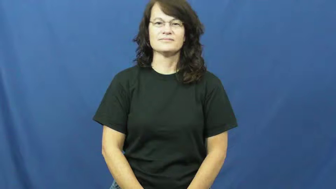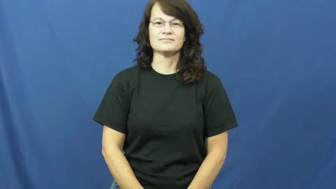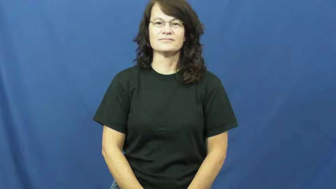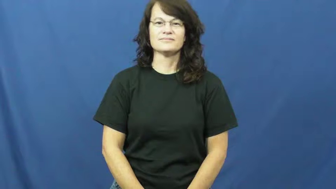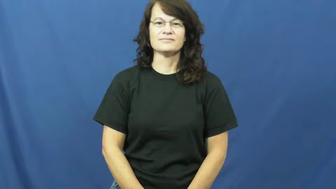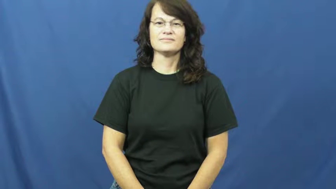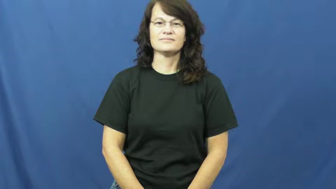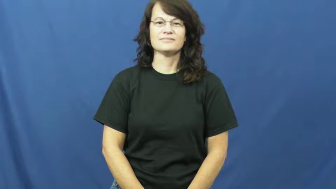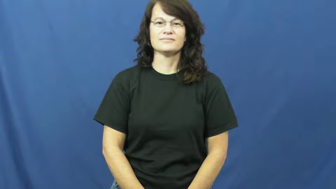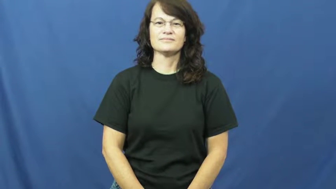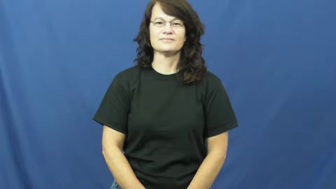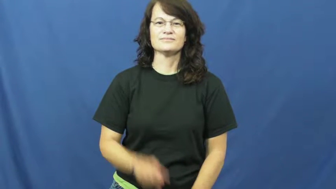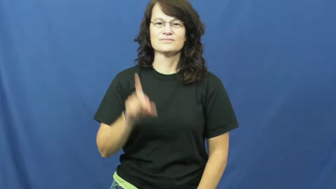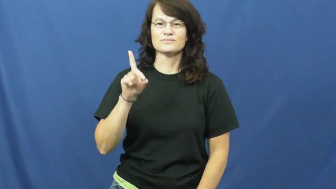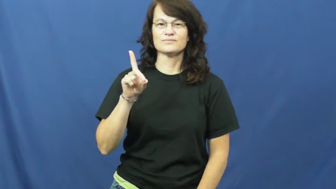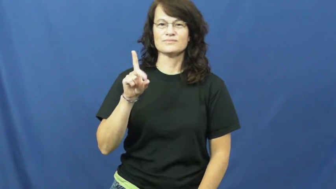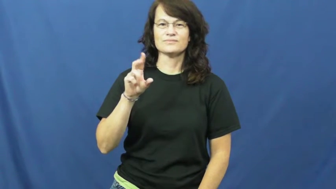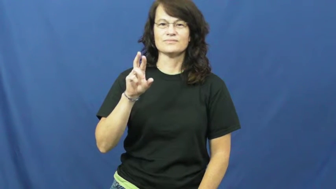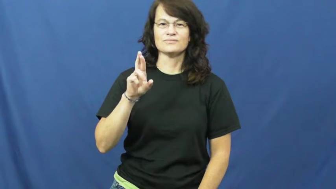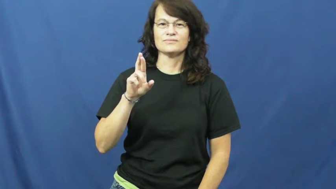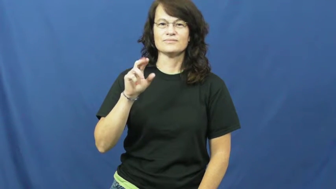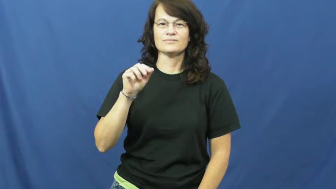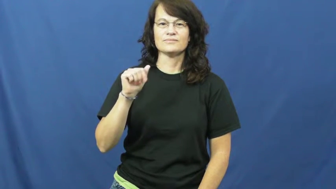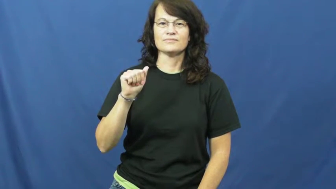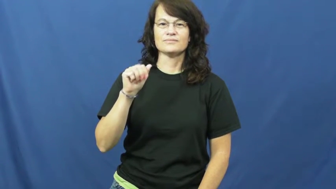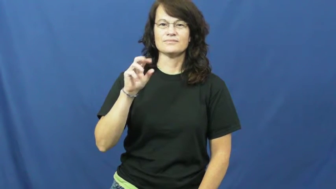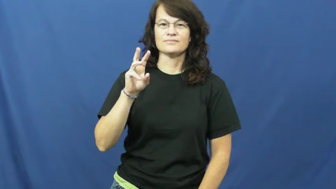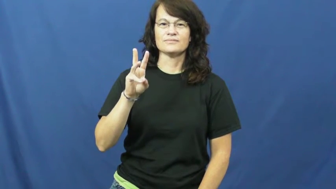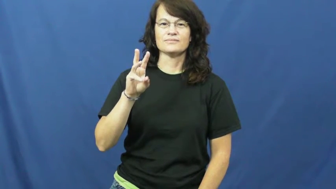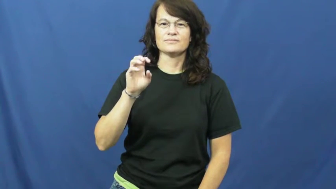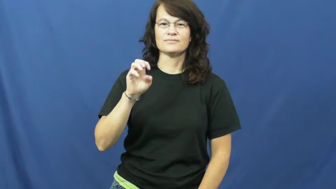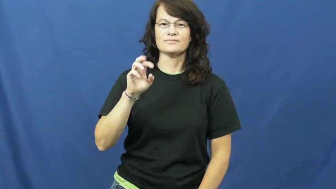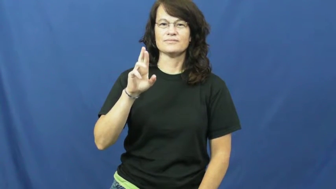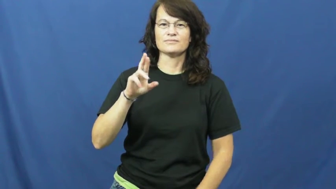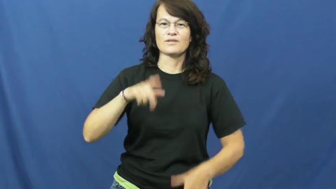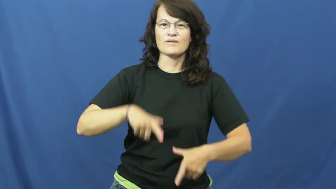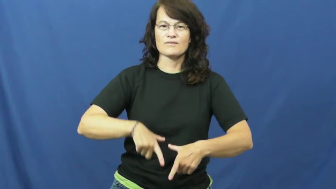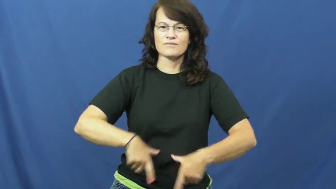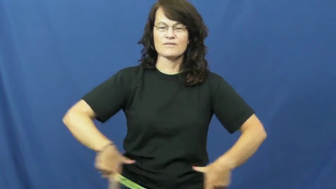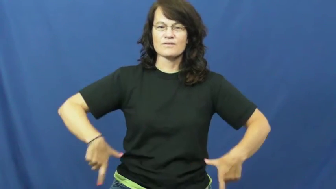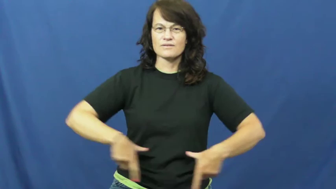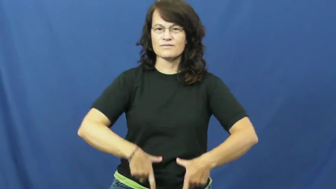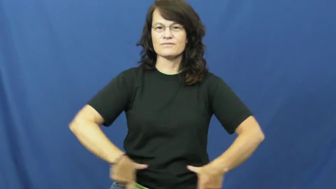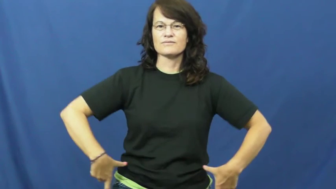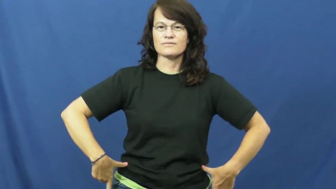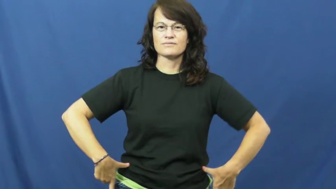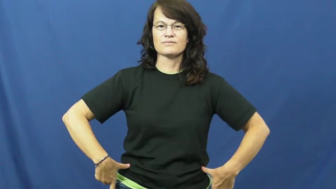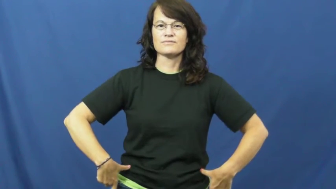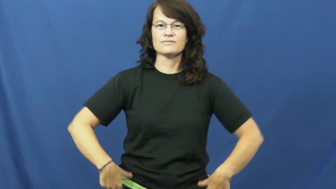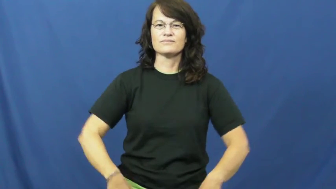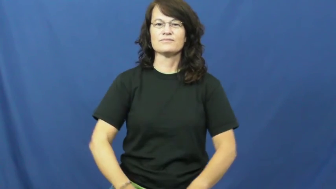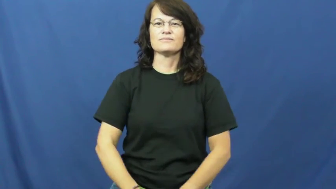drawers